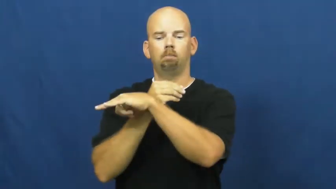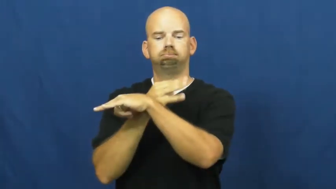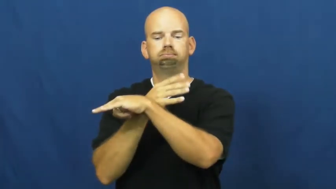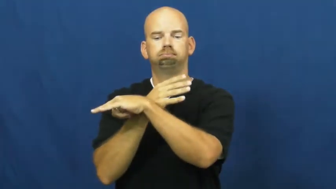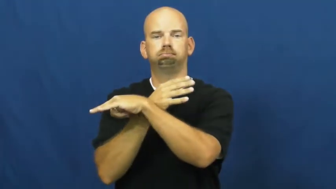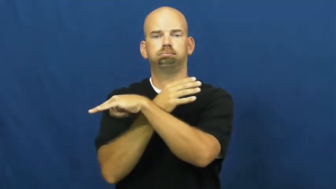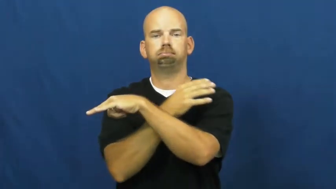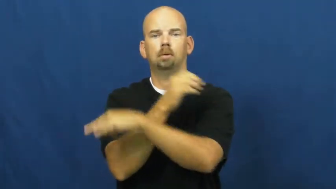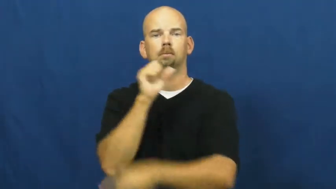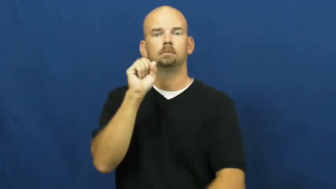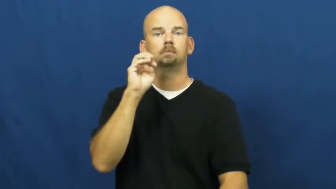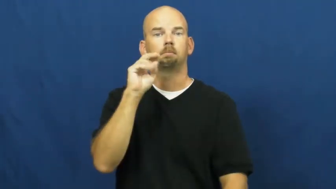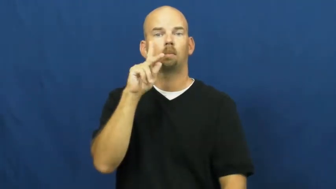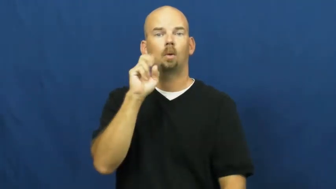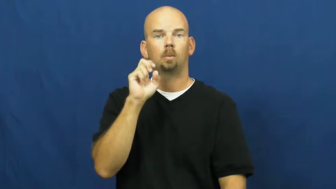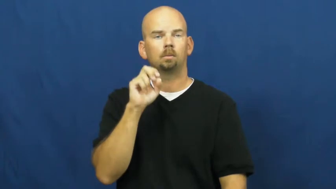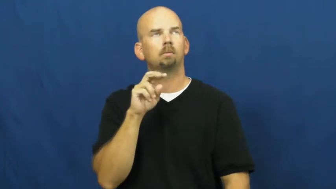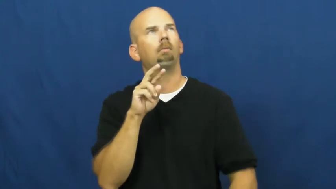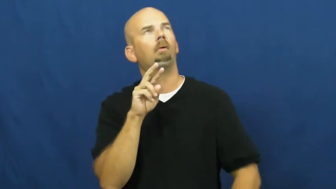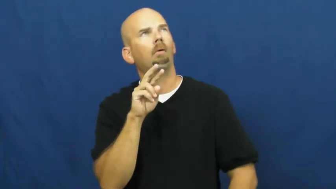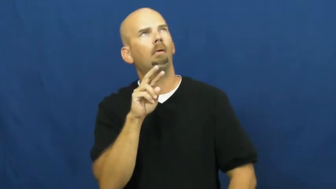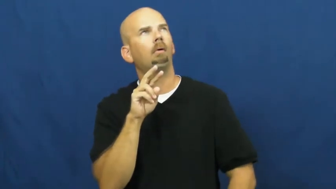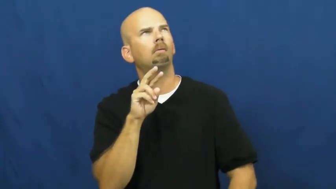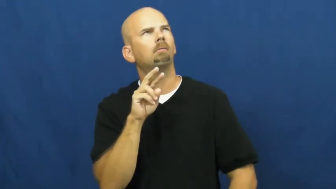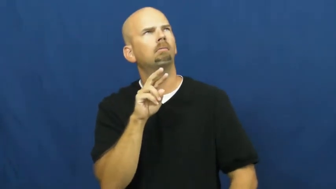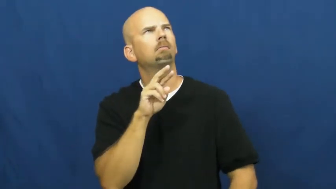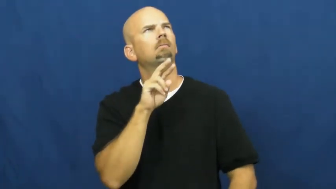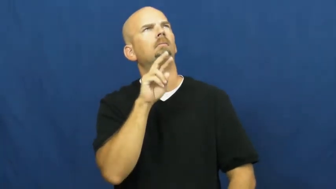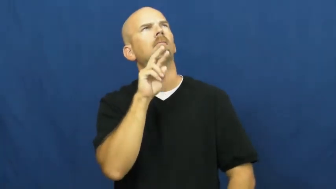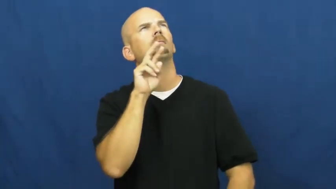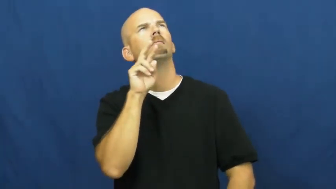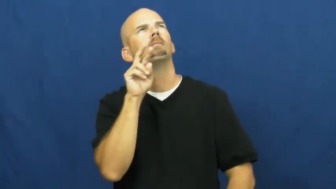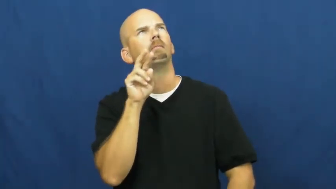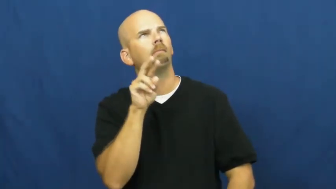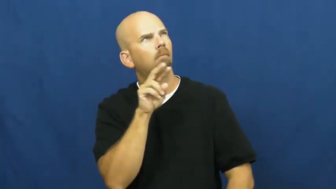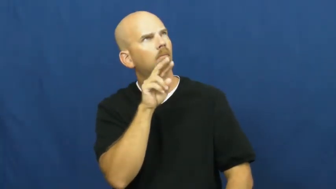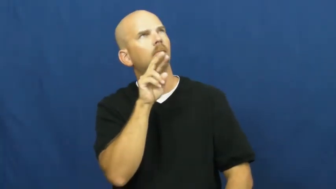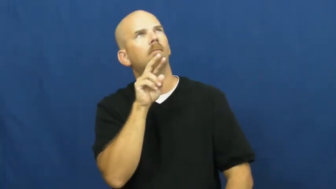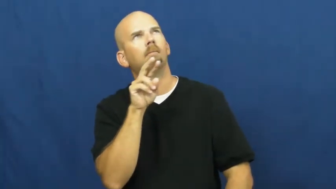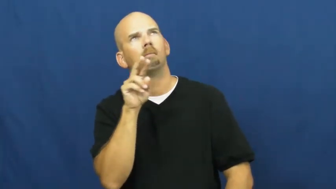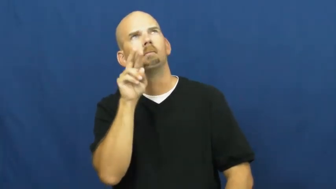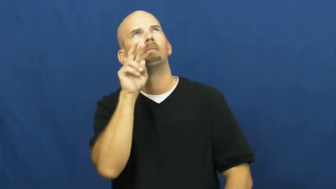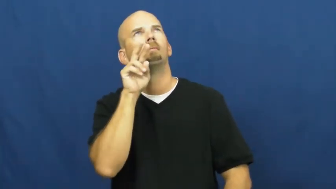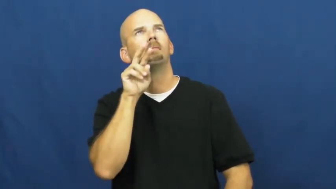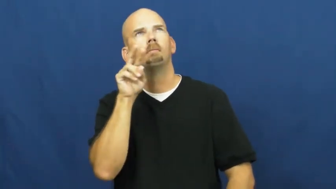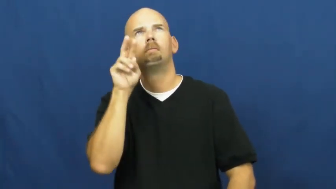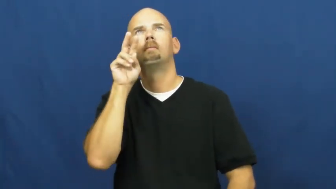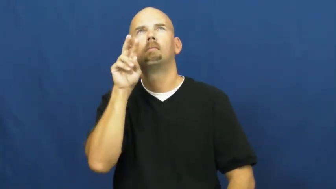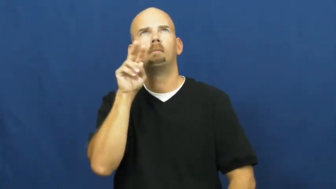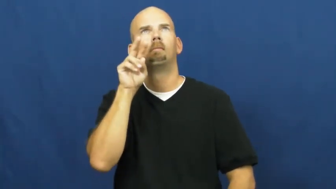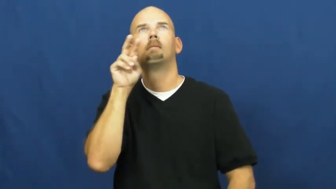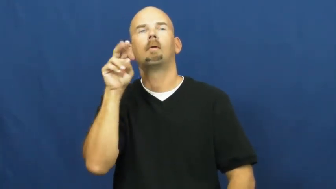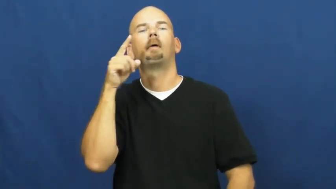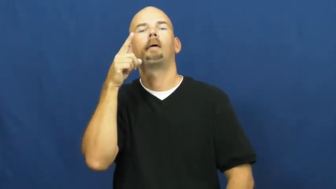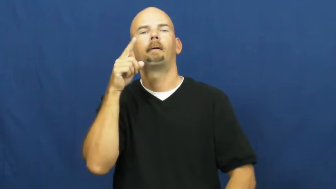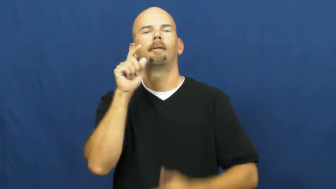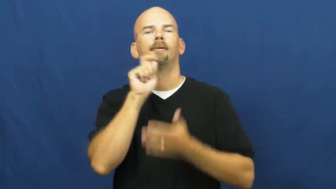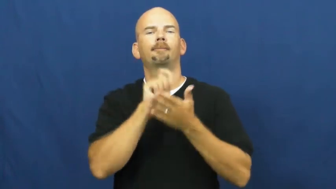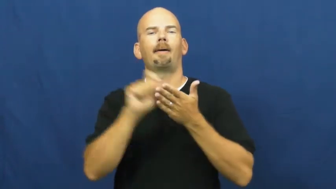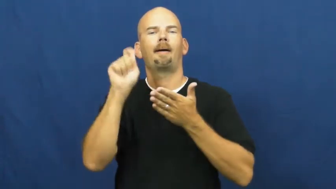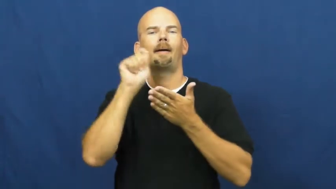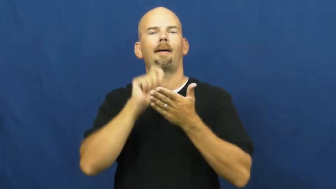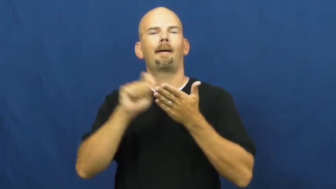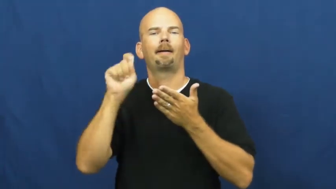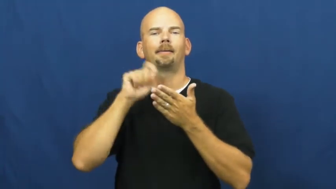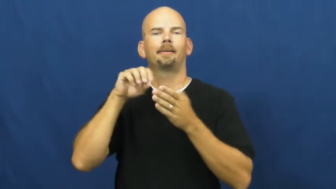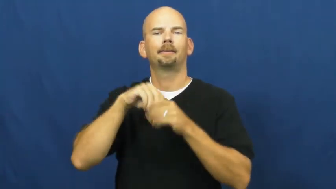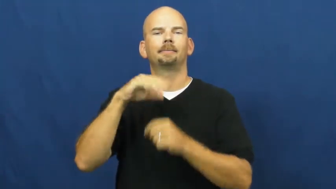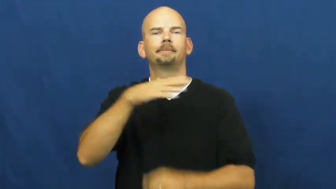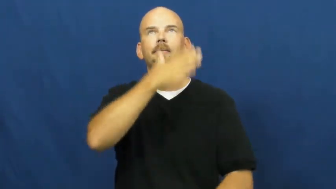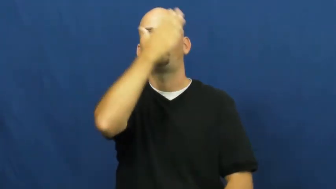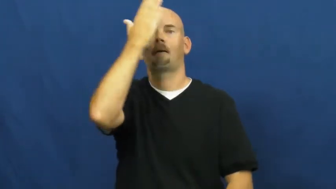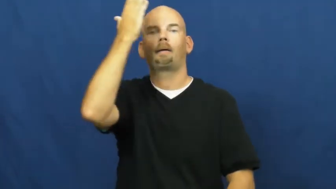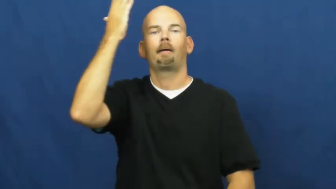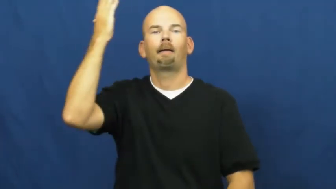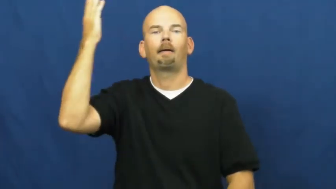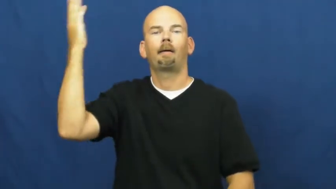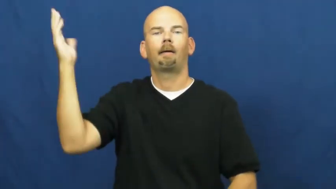skywriting